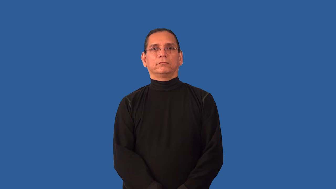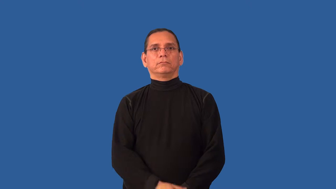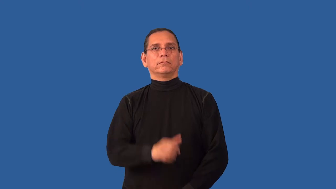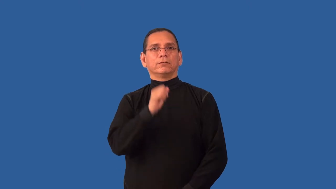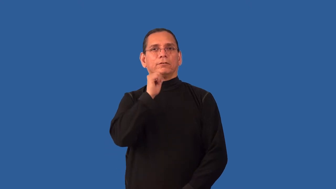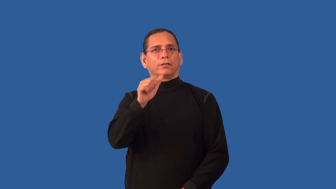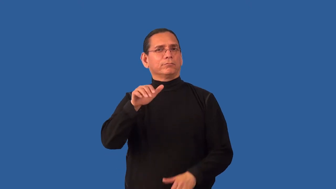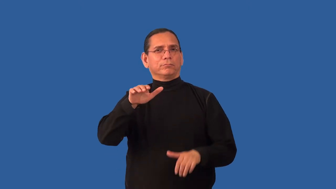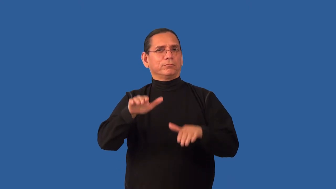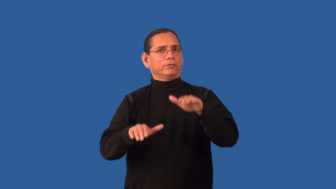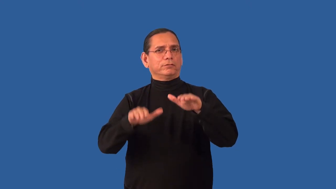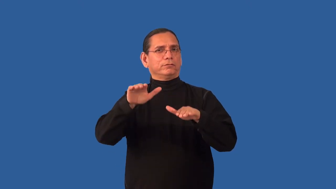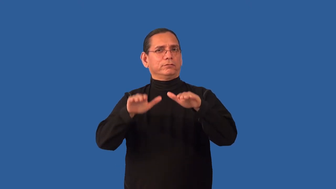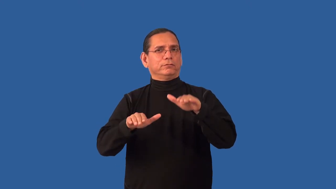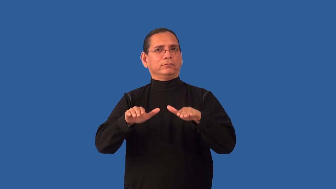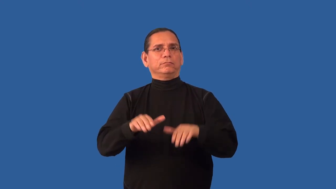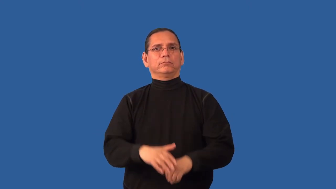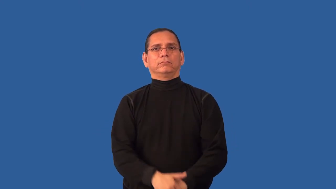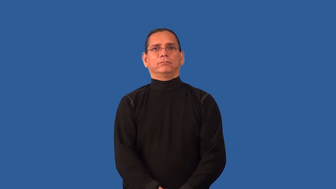imbalance